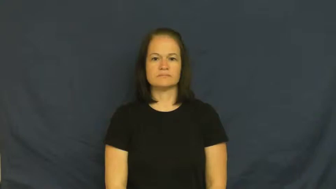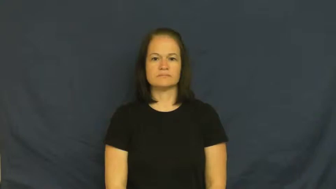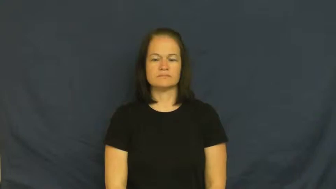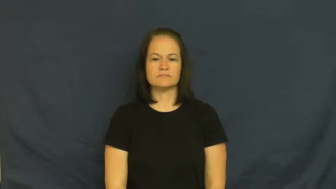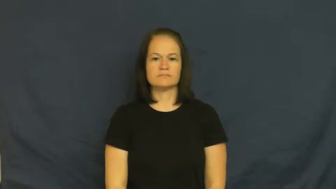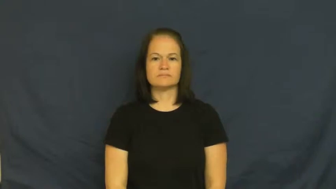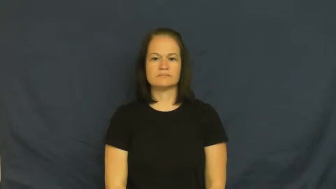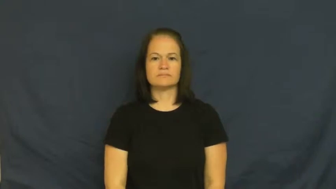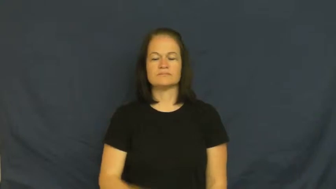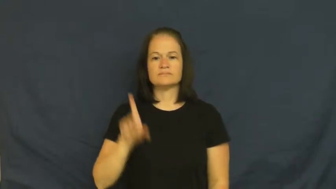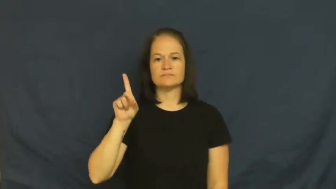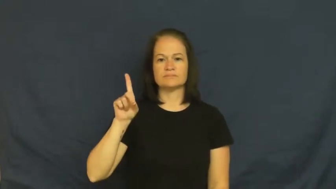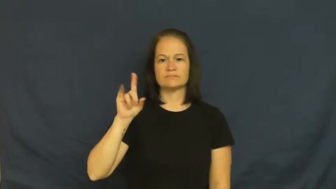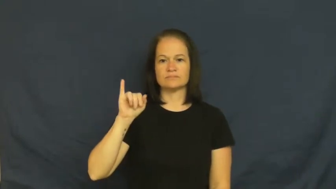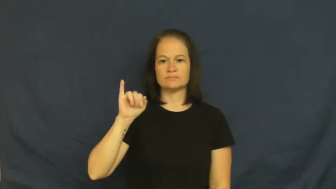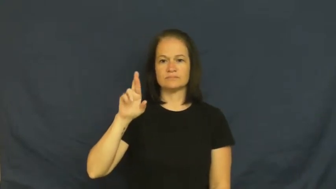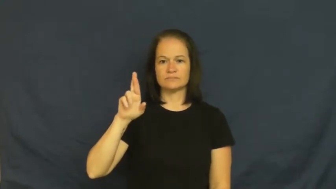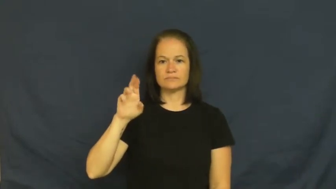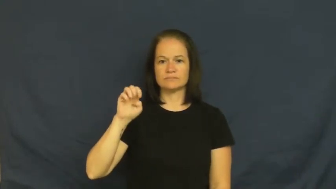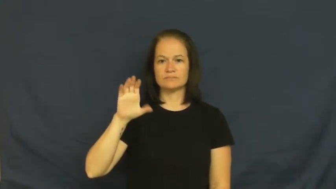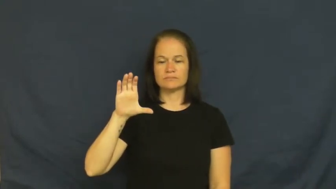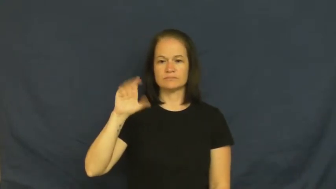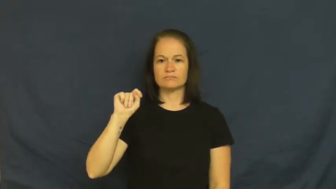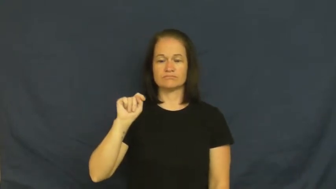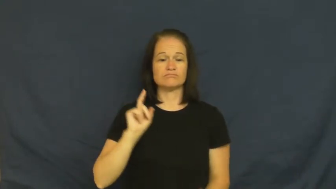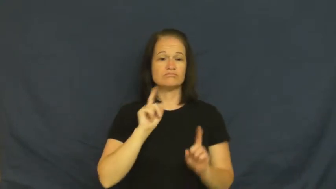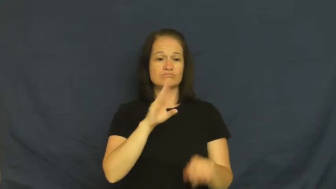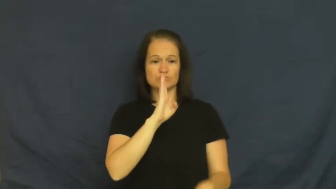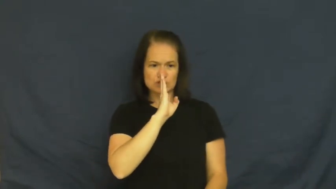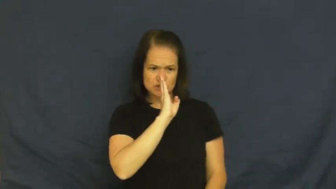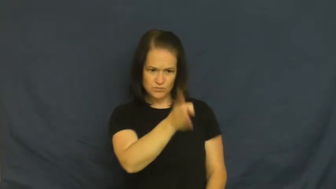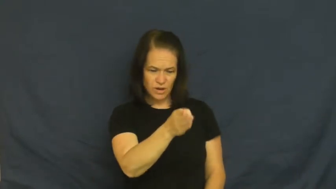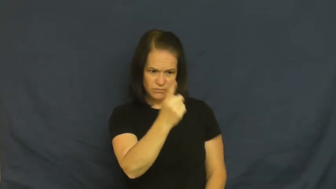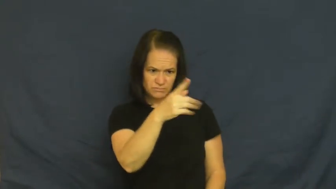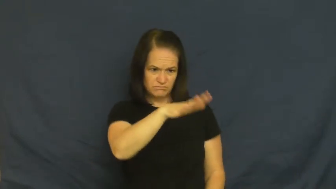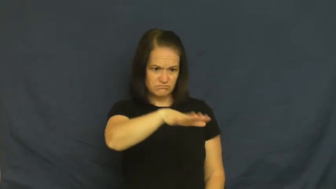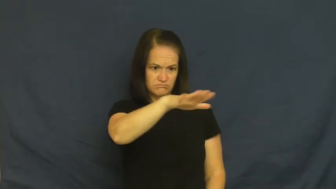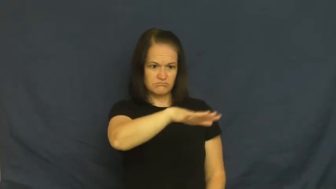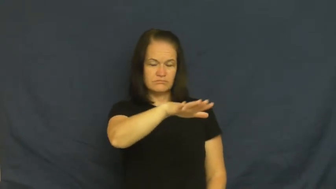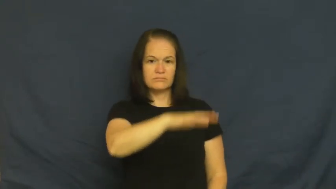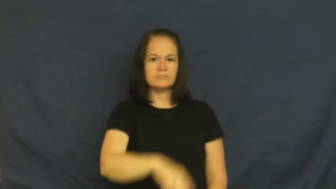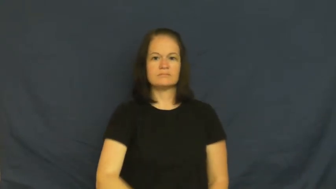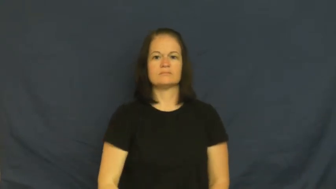direct-straight